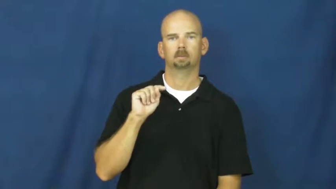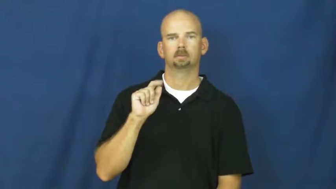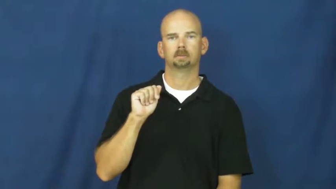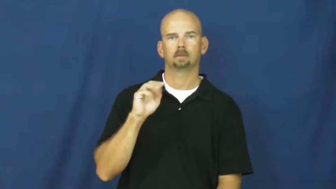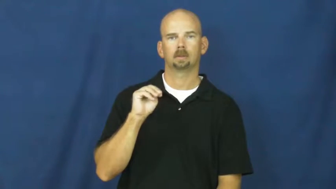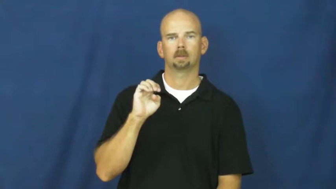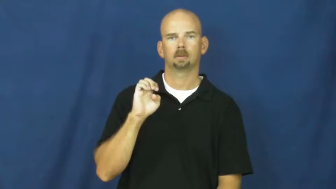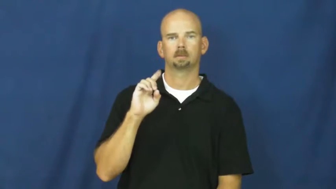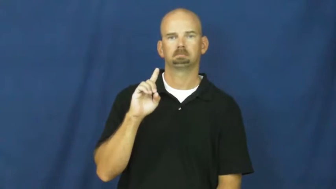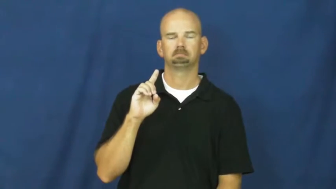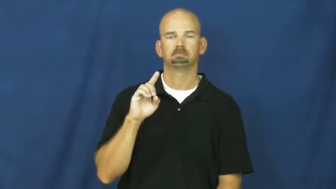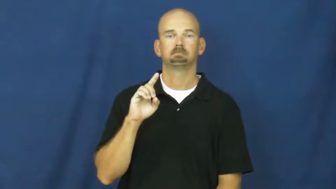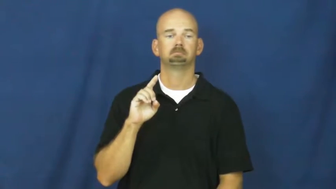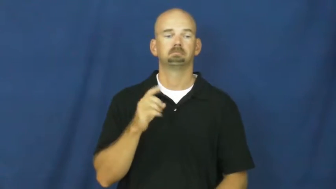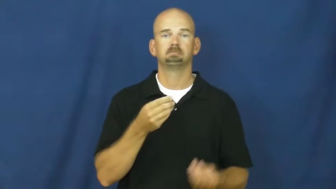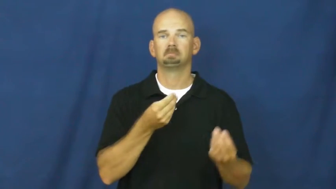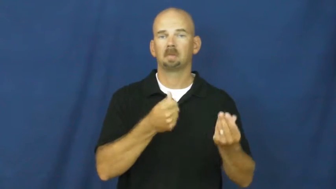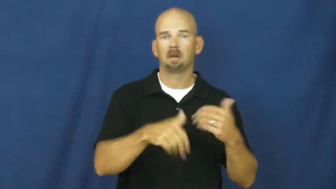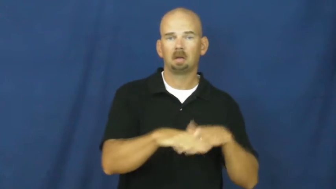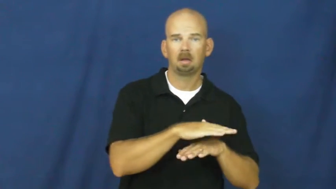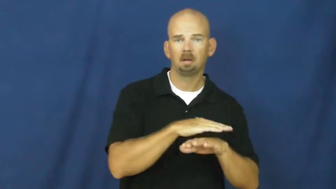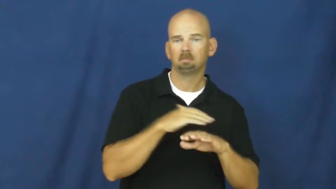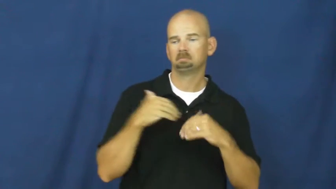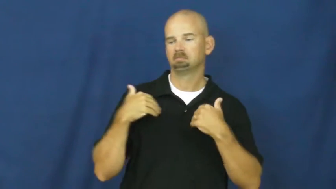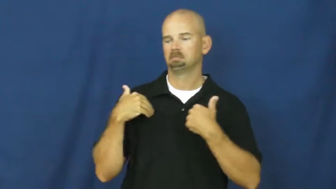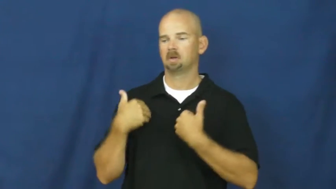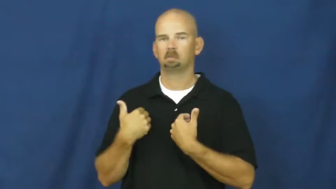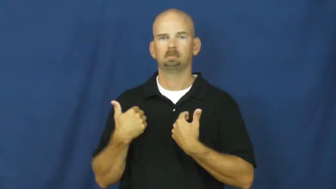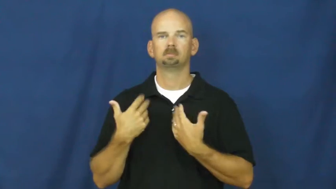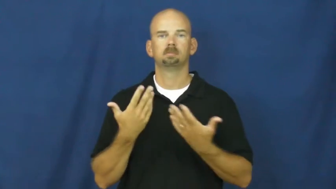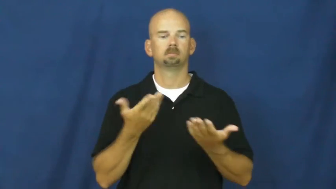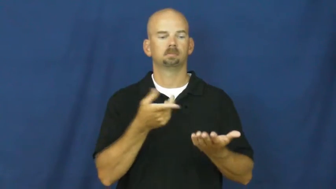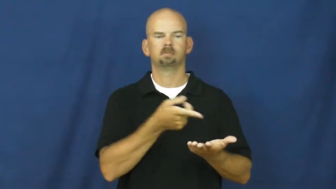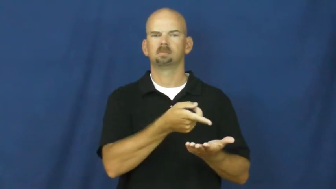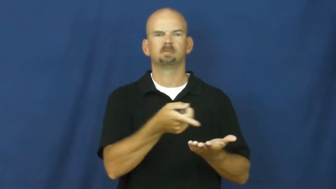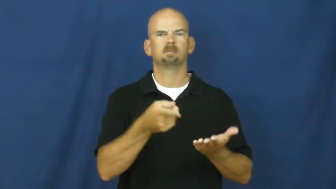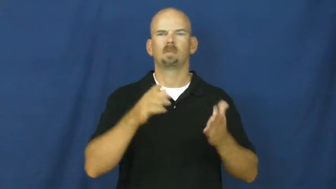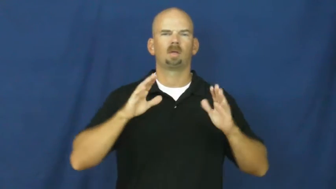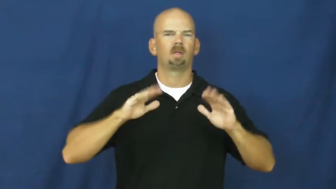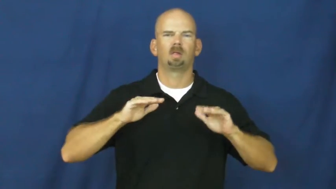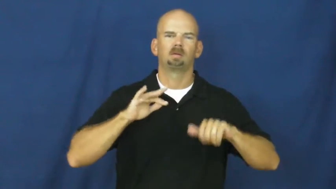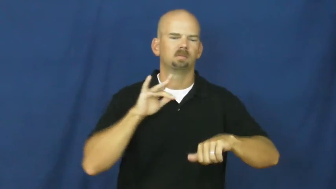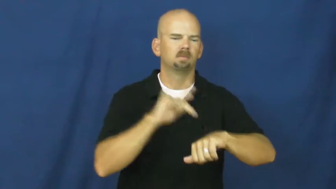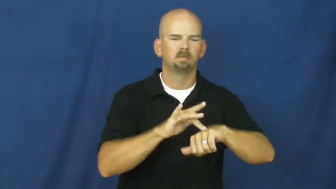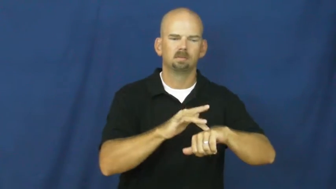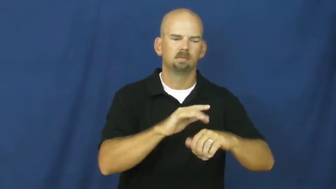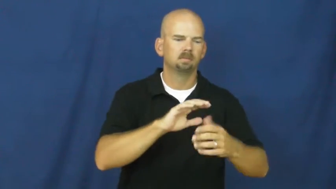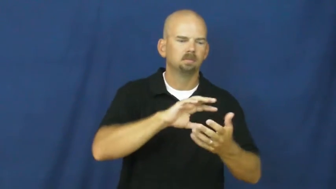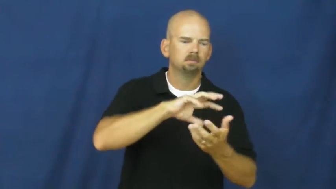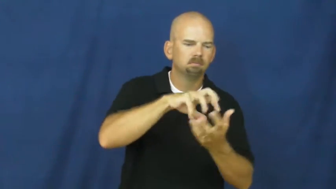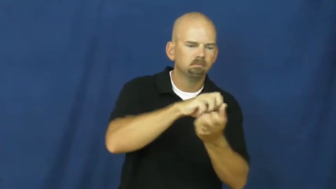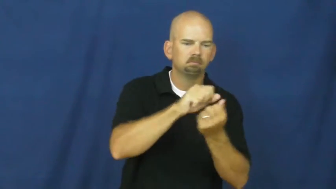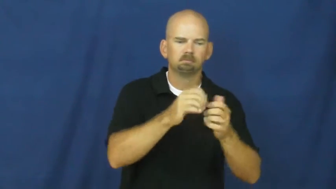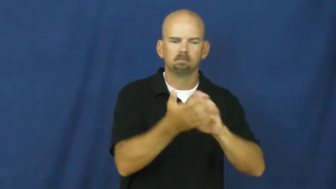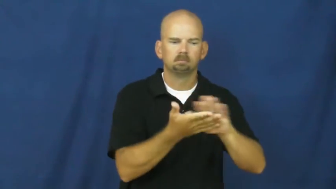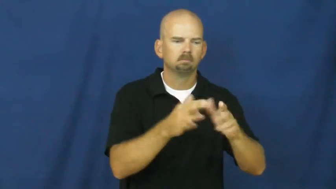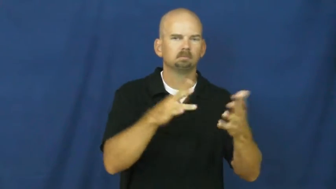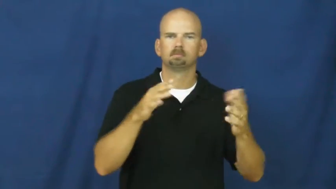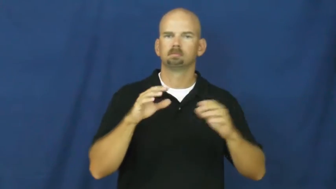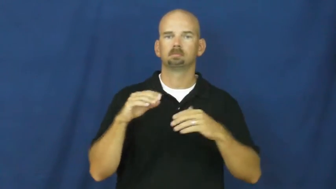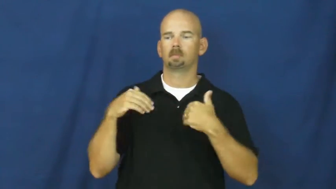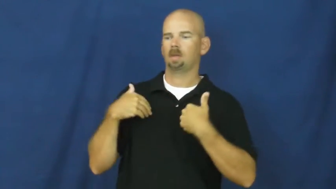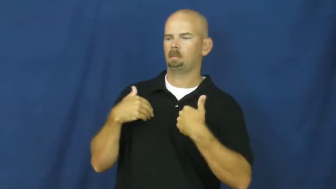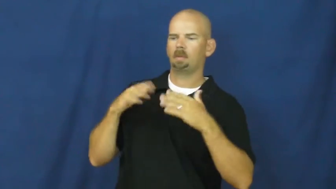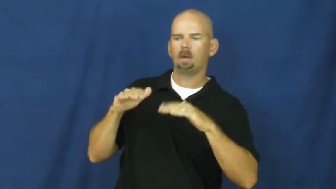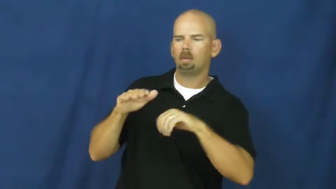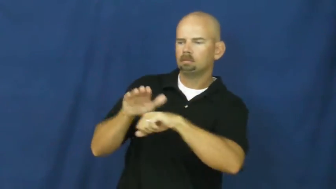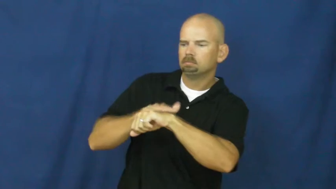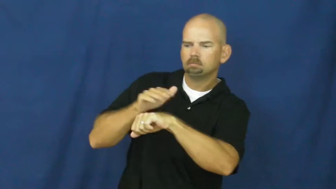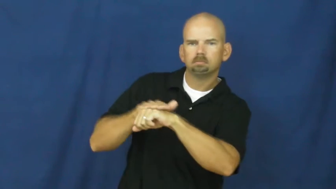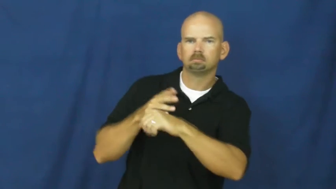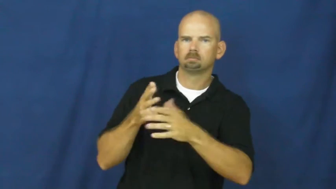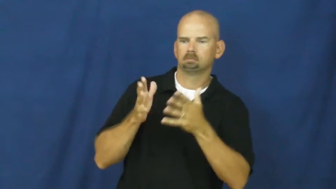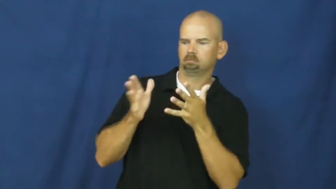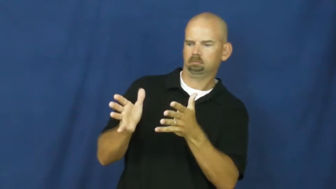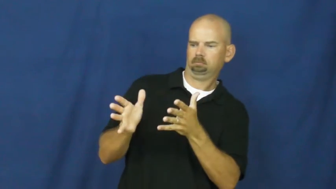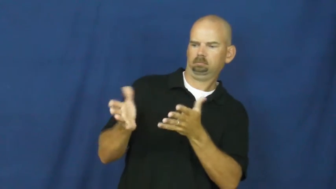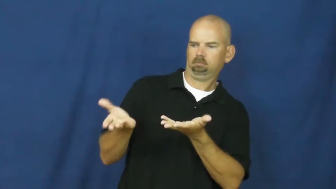untamed